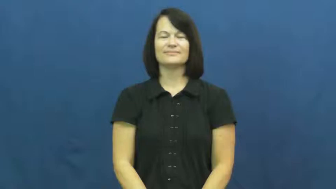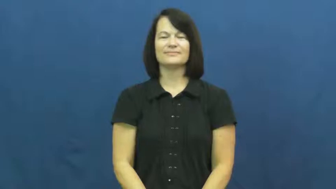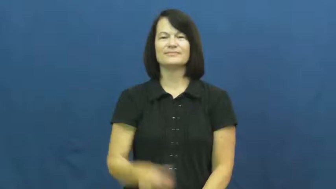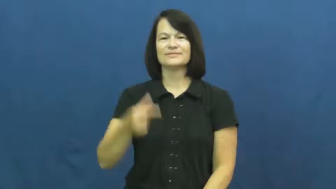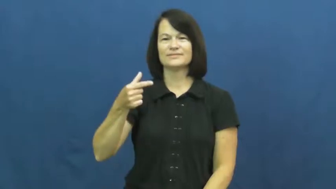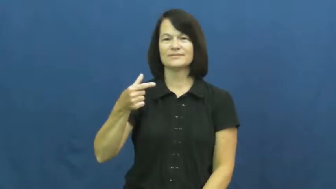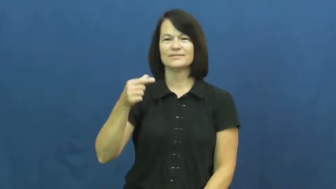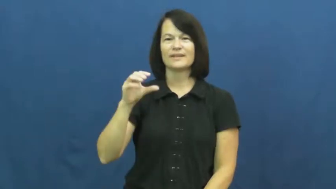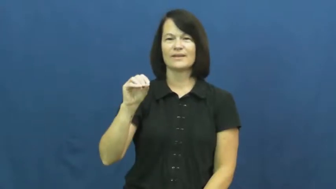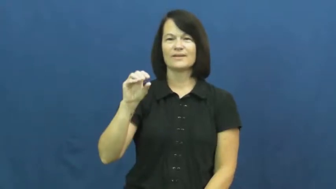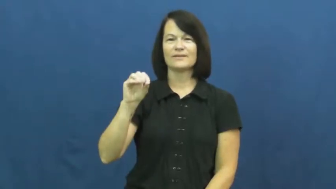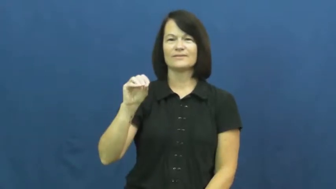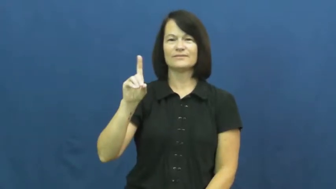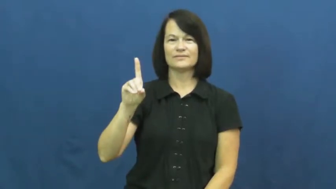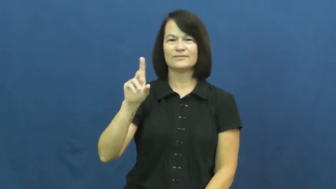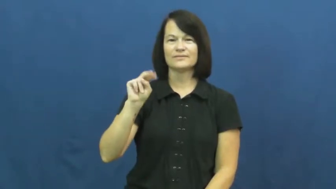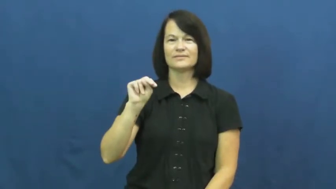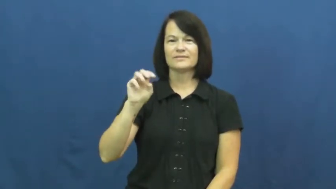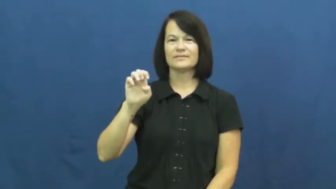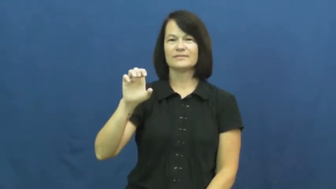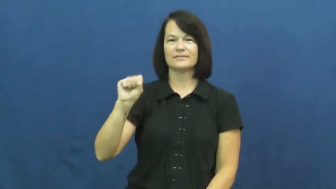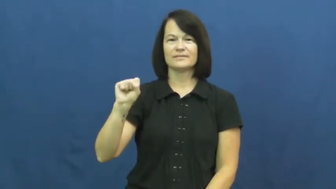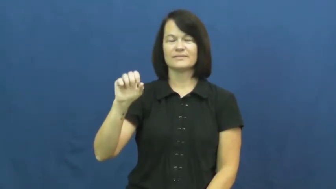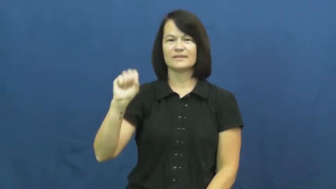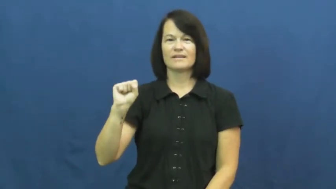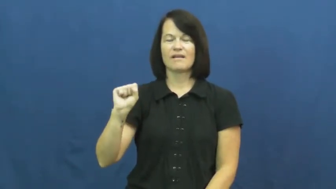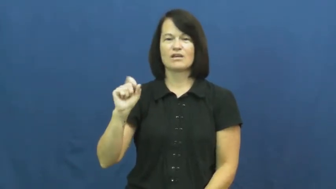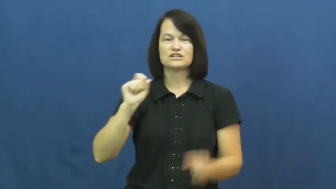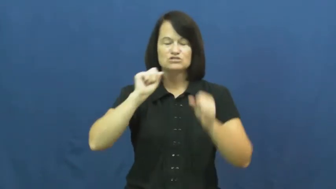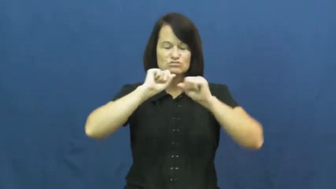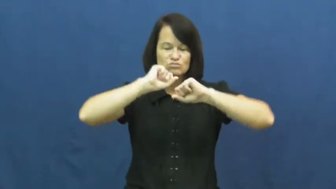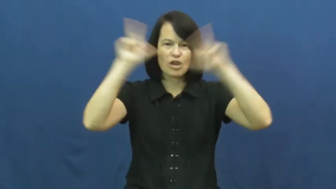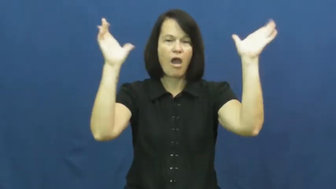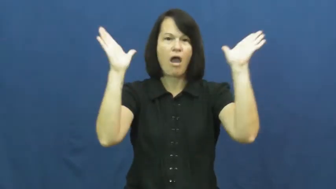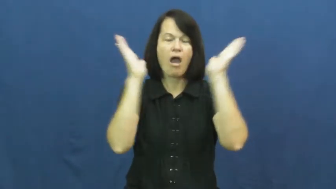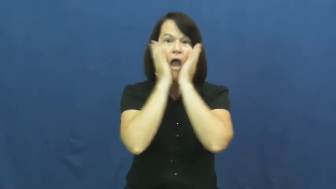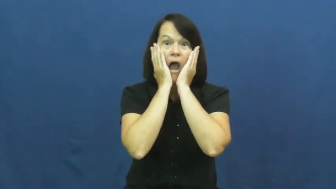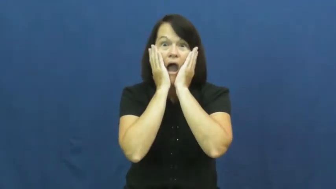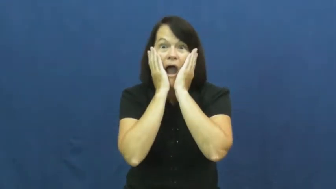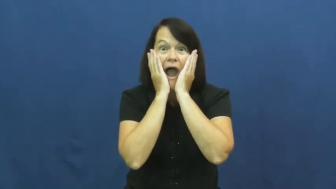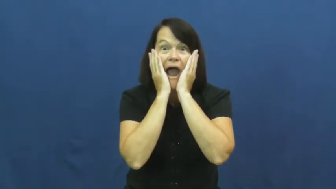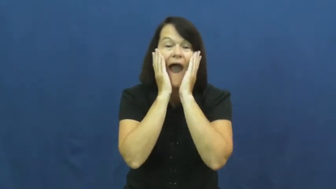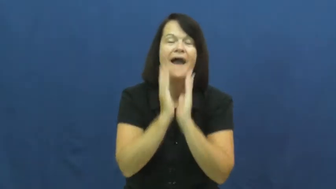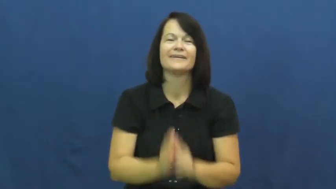goodness-interjection